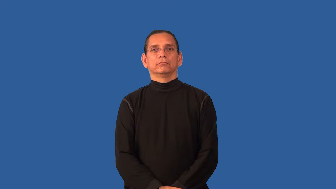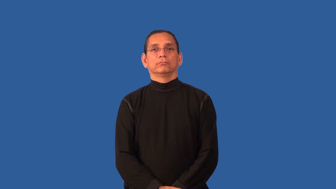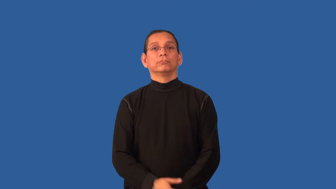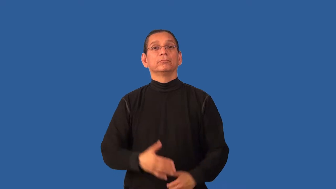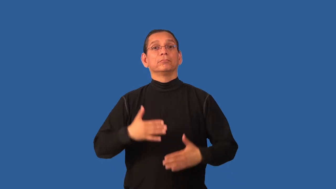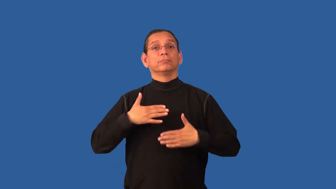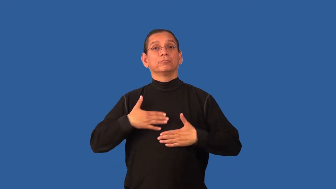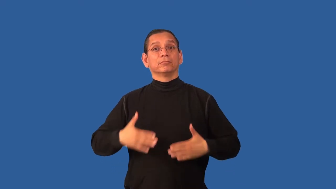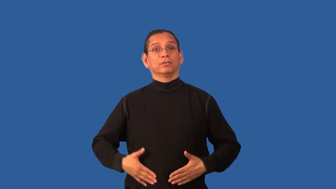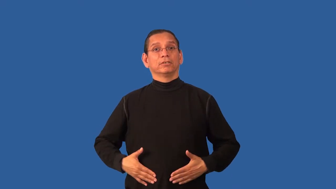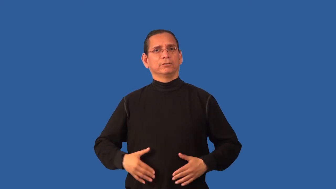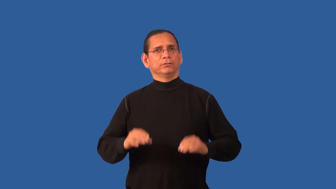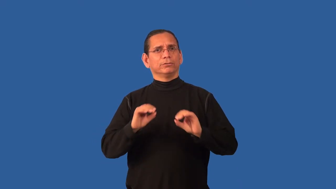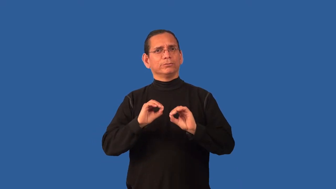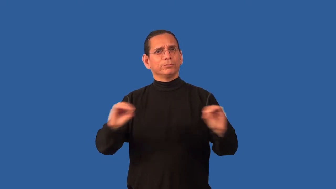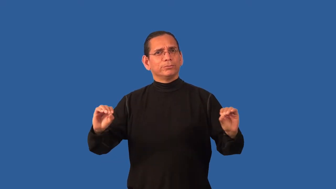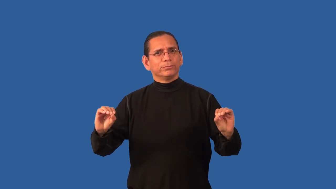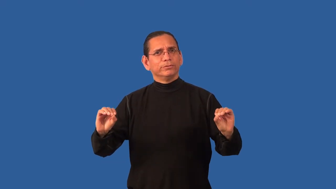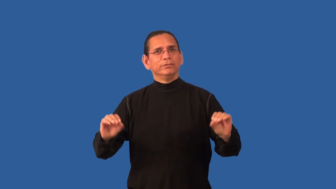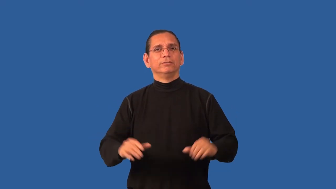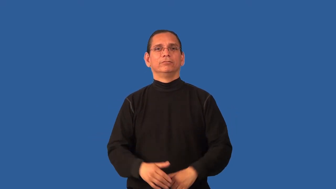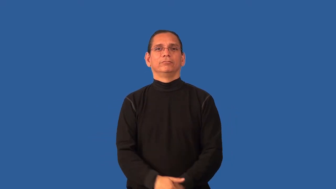bodiless